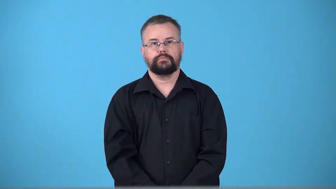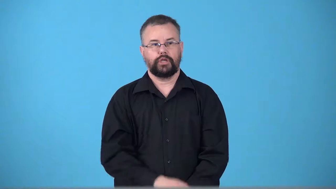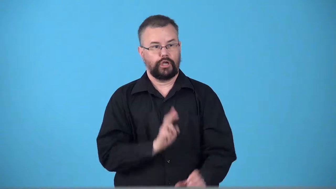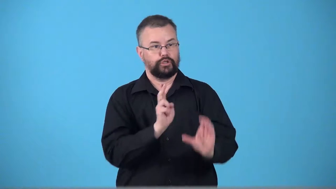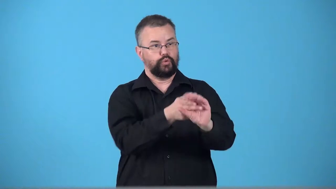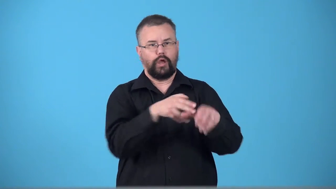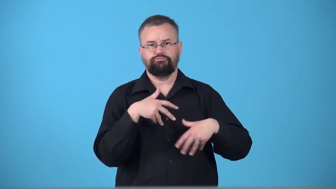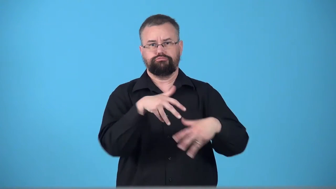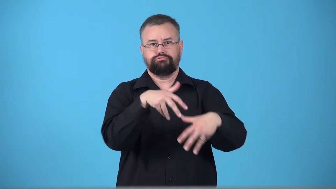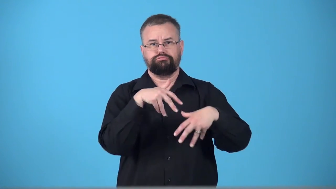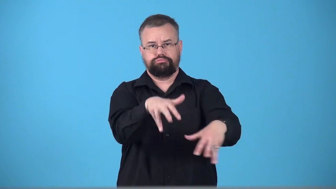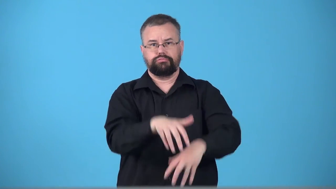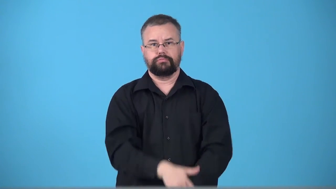troop-walk somewhere in a group